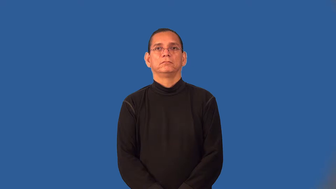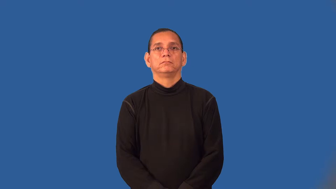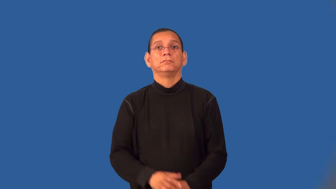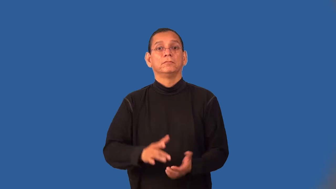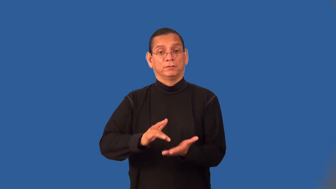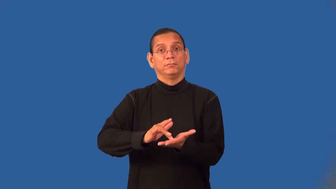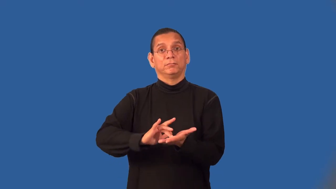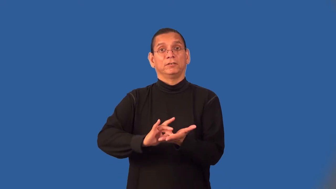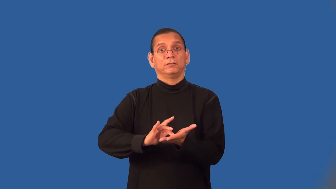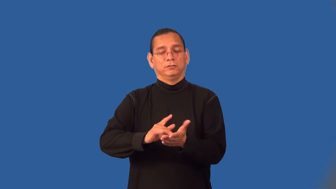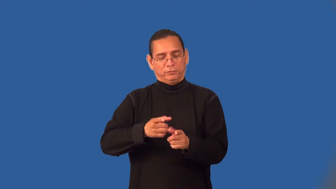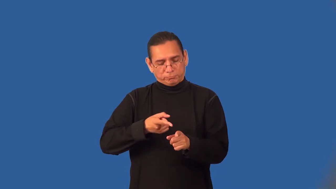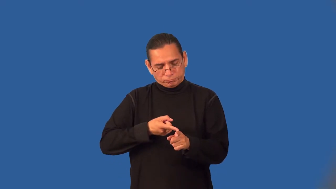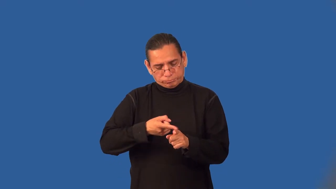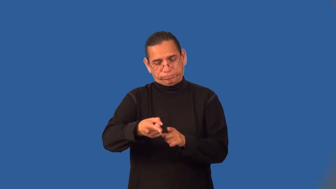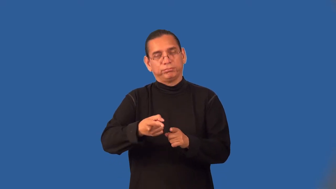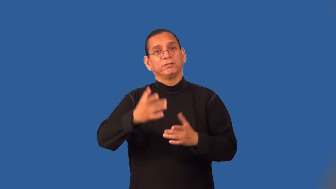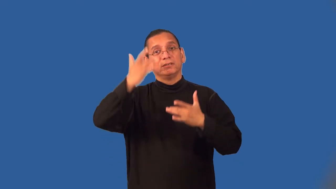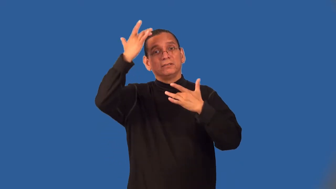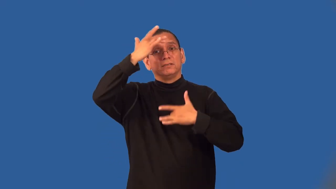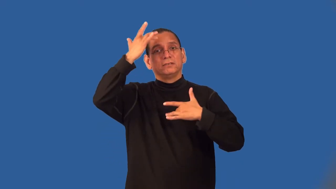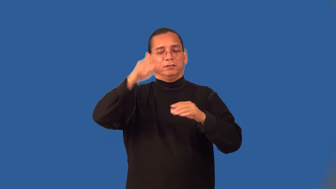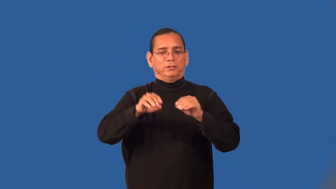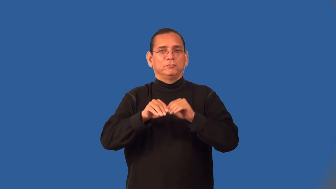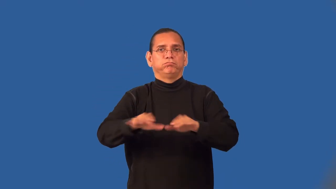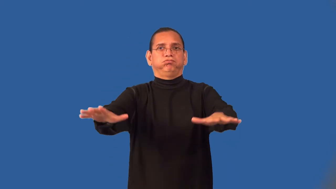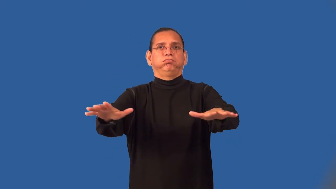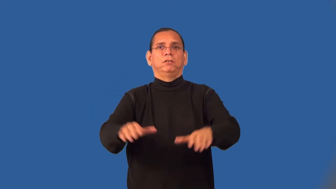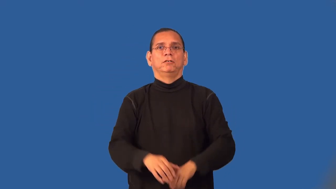virology